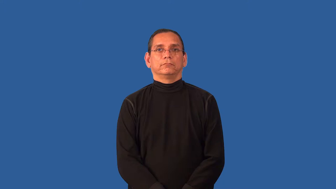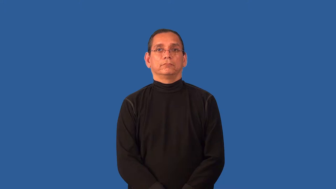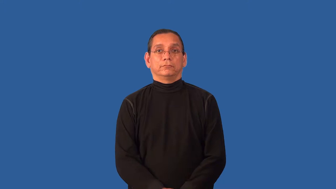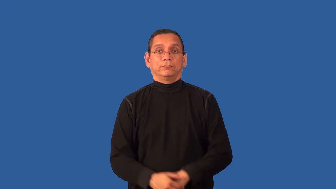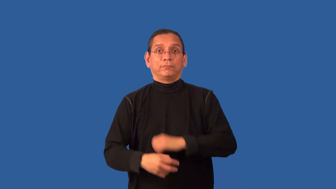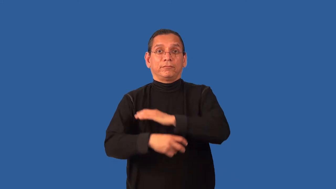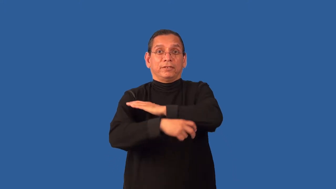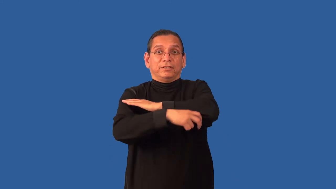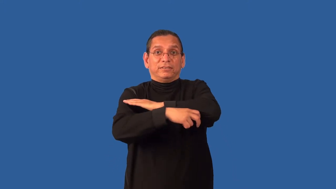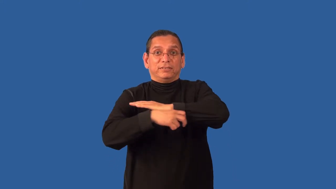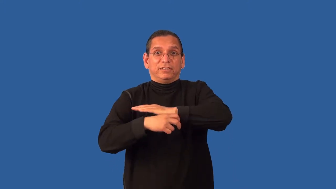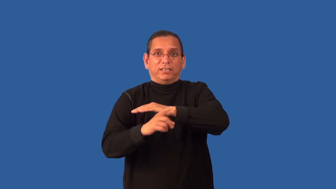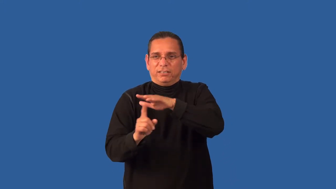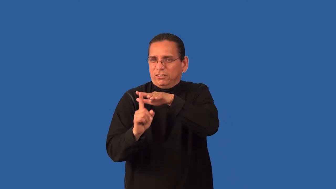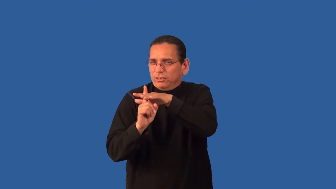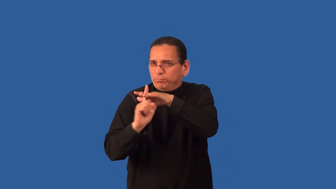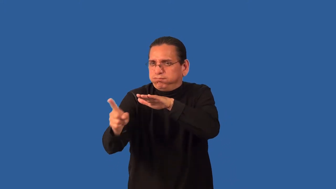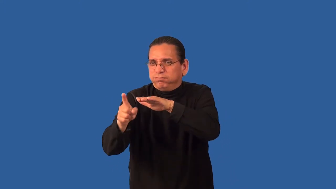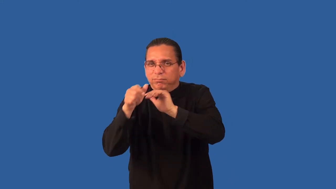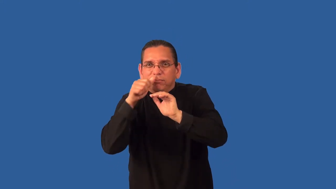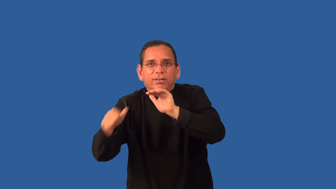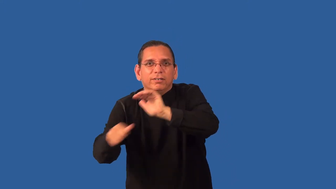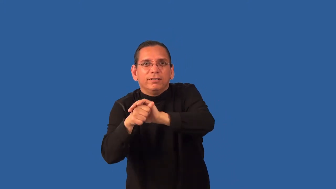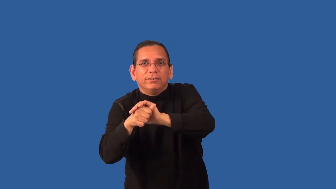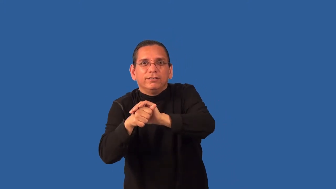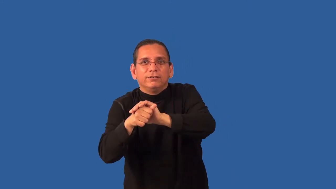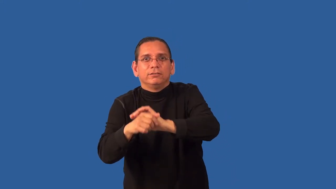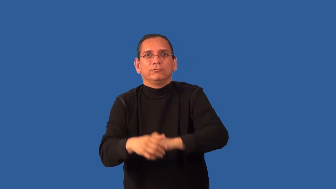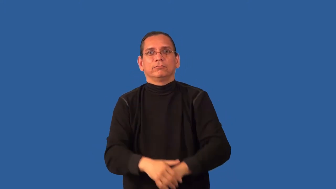abscond,abscond with